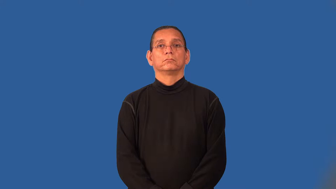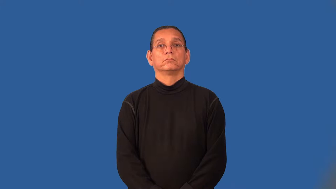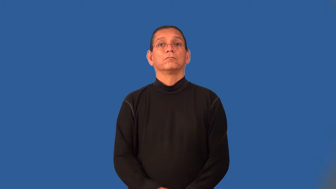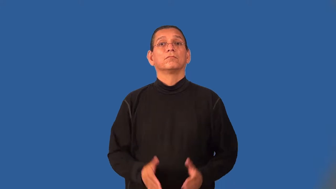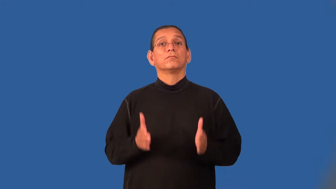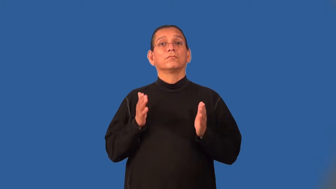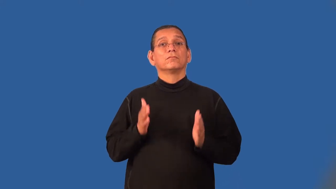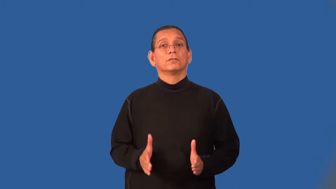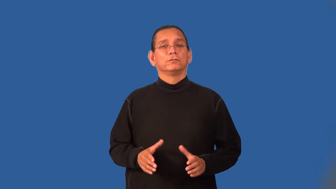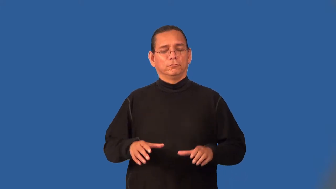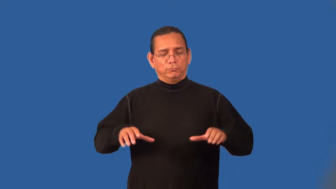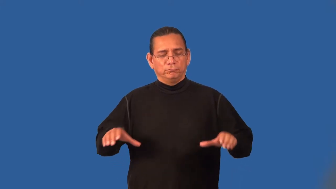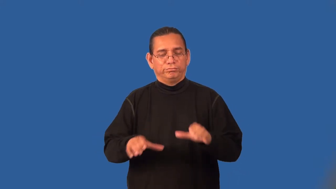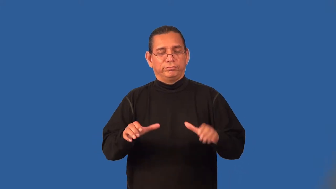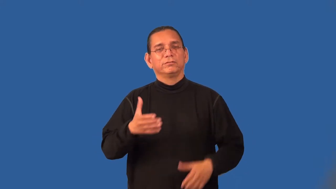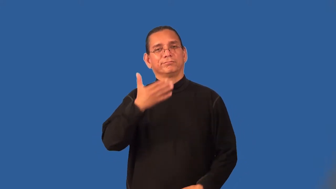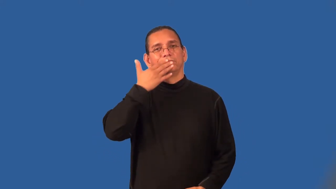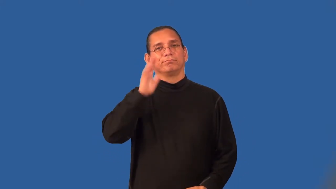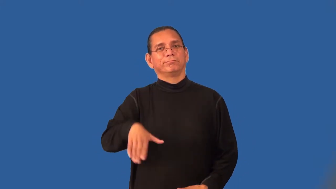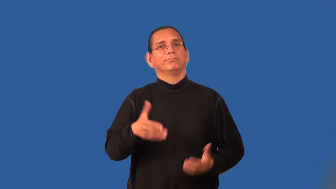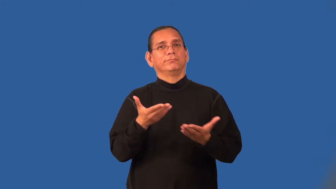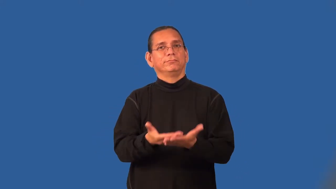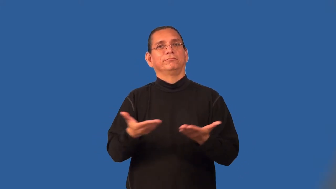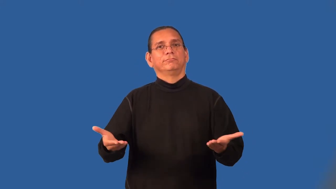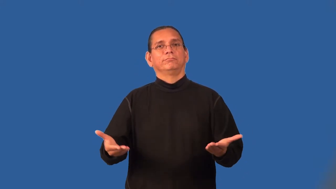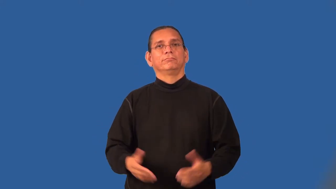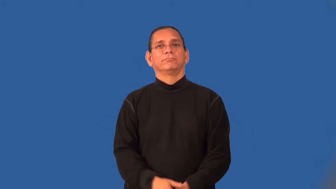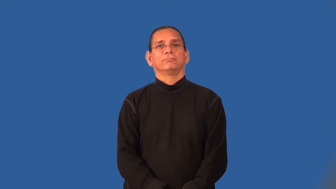perpetrator